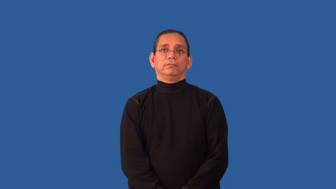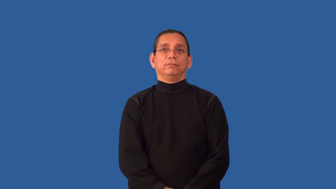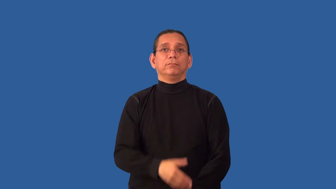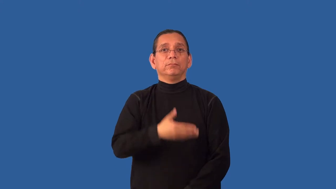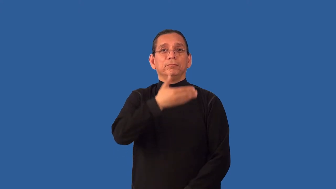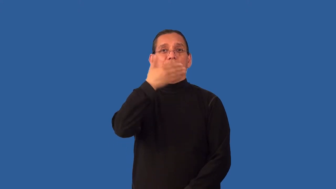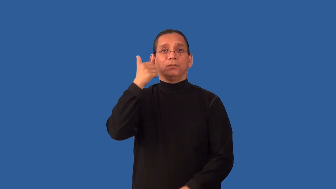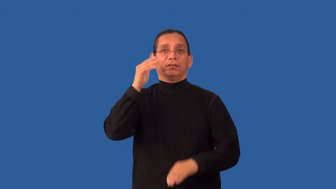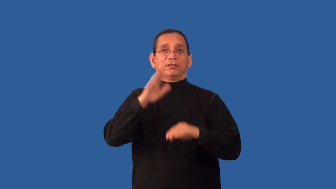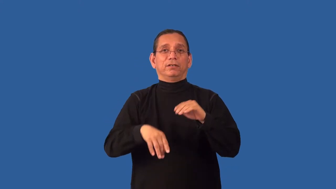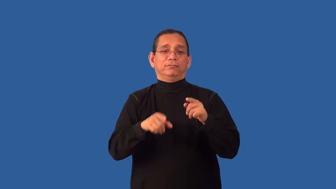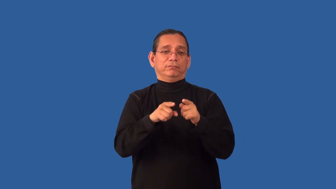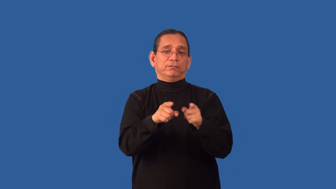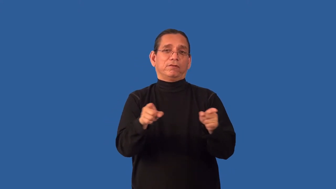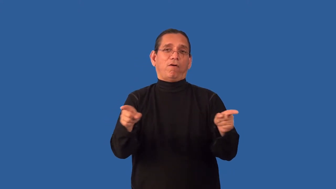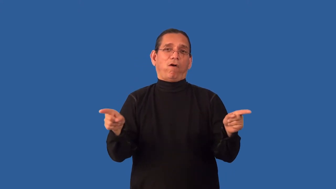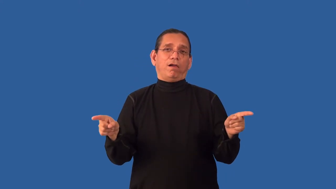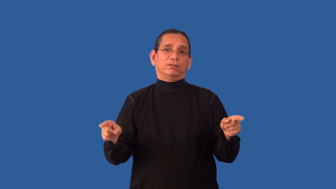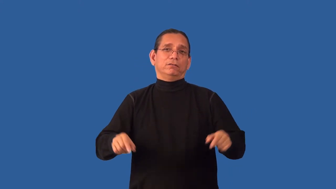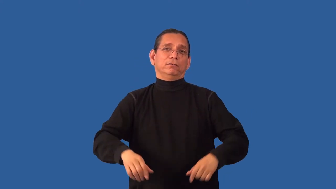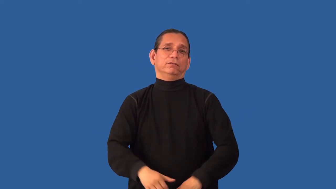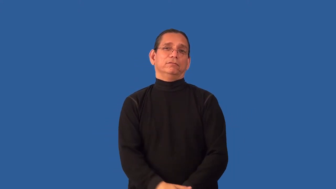unrivaled,unrivalled